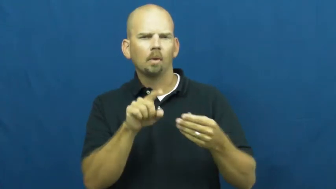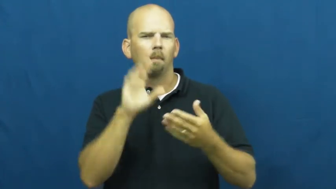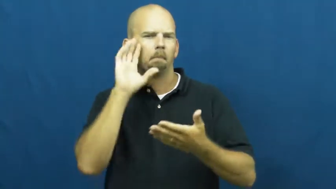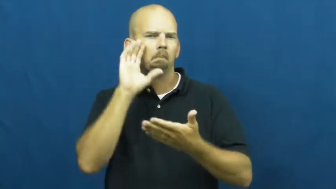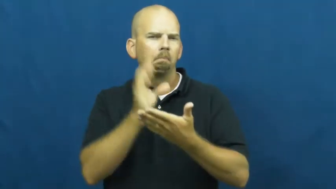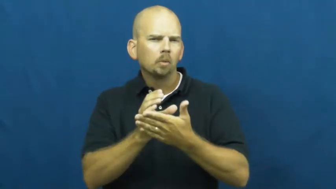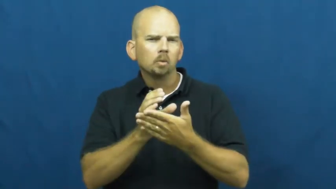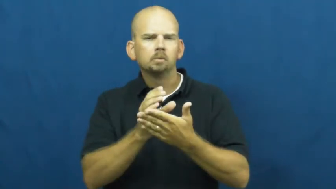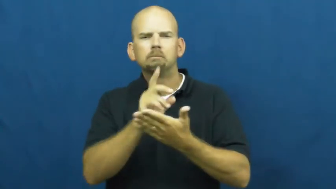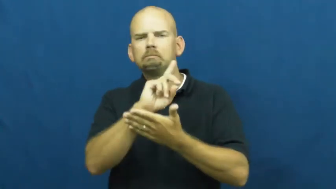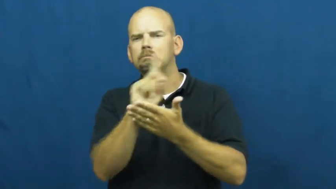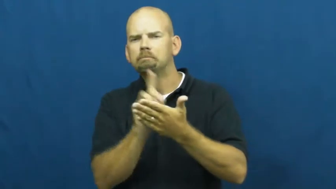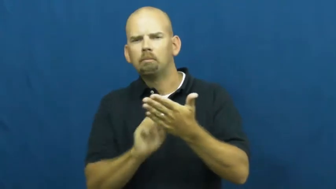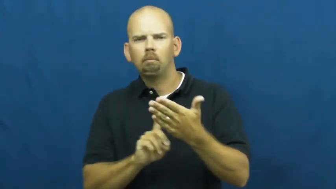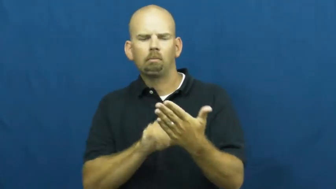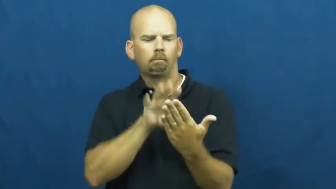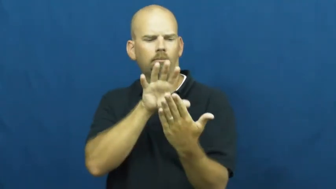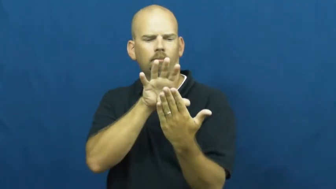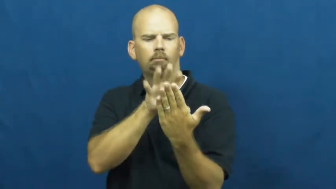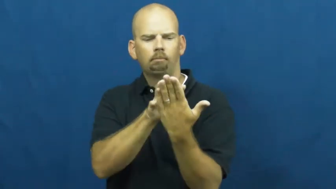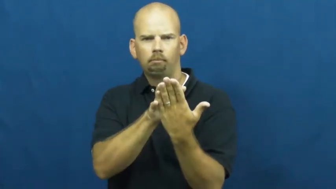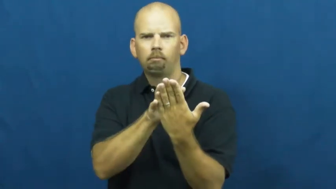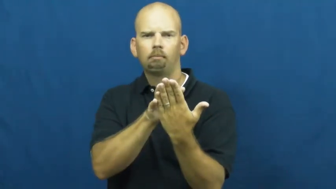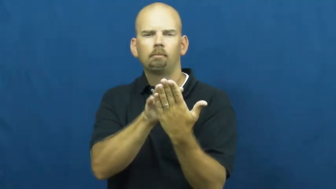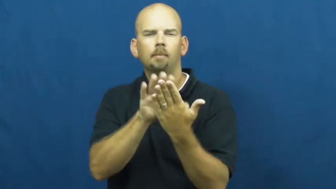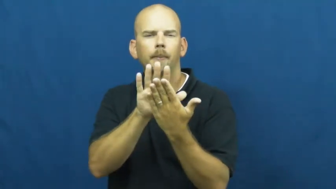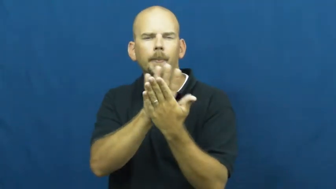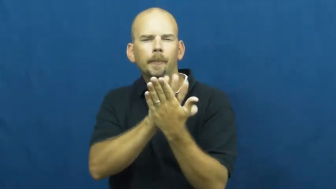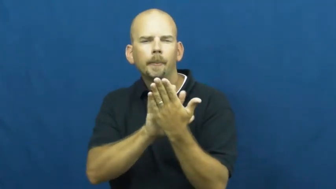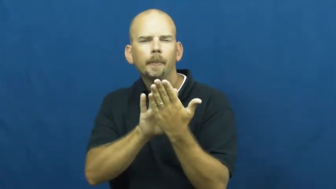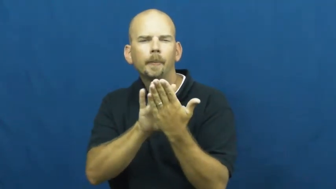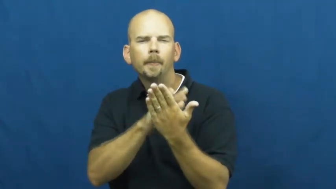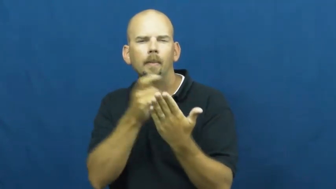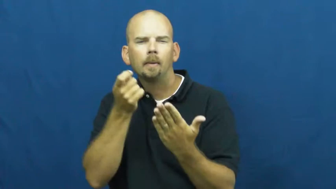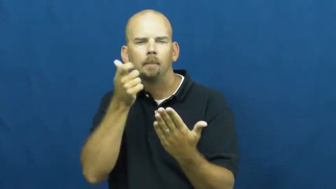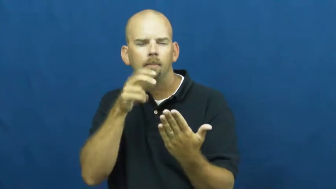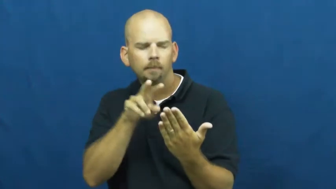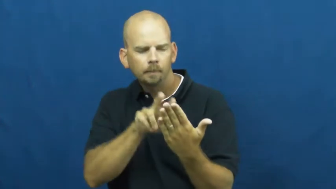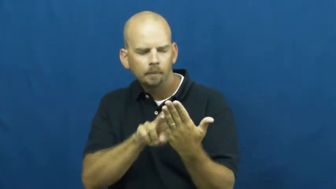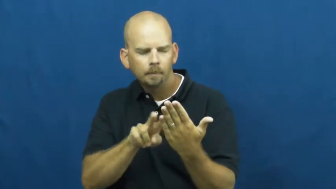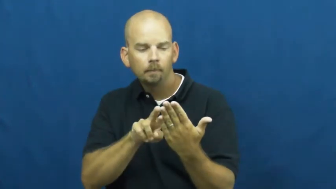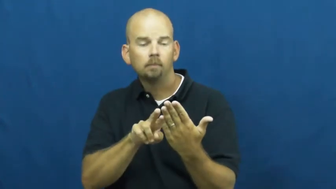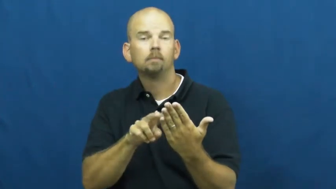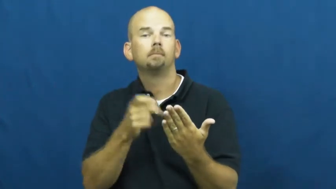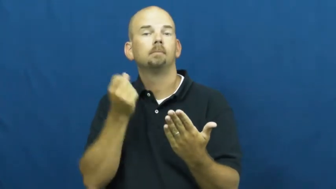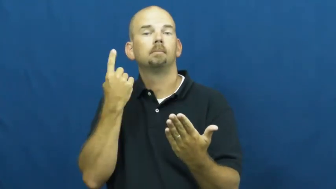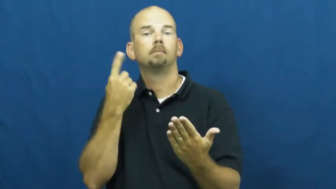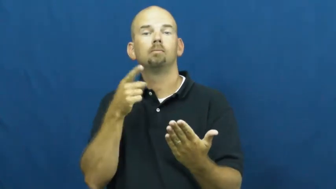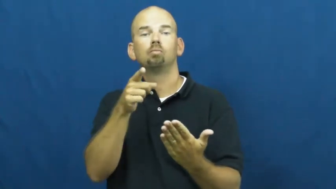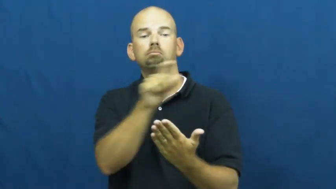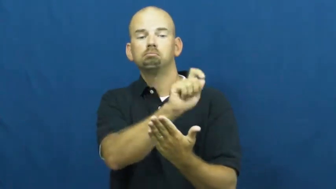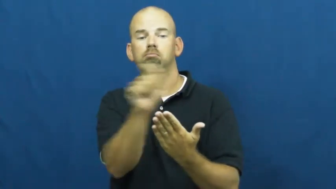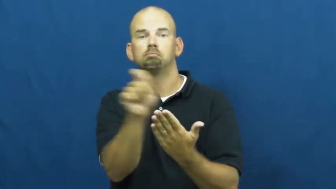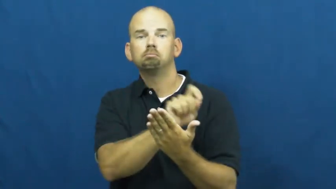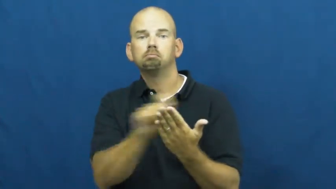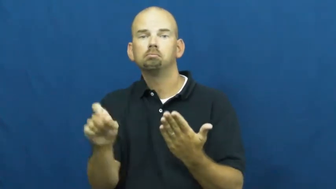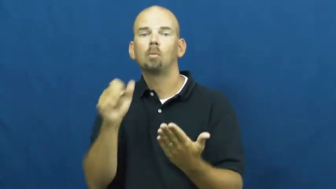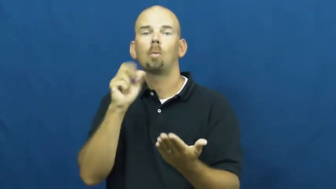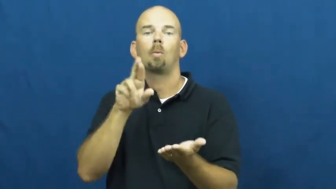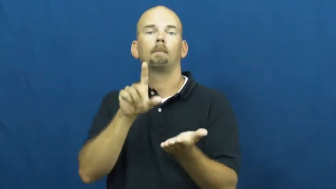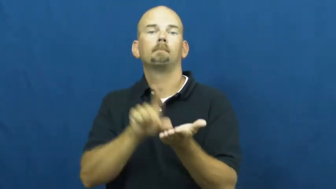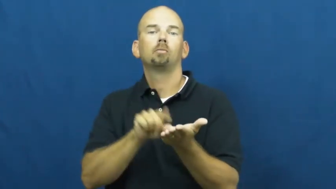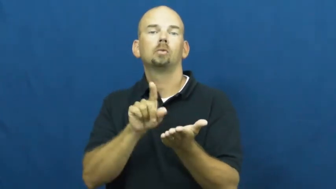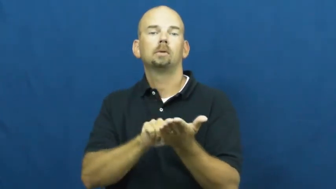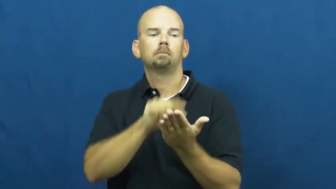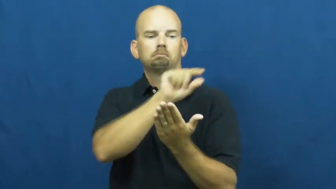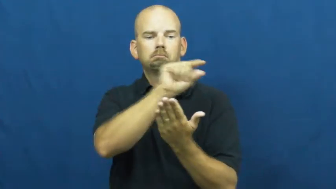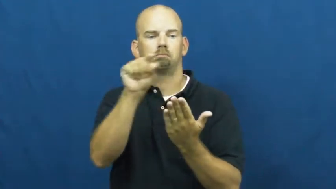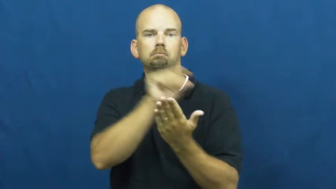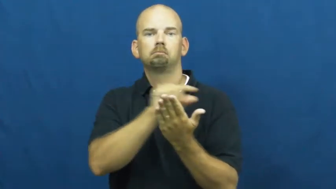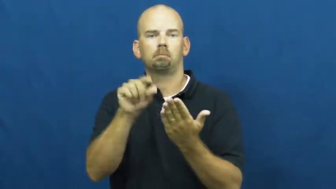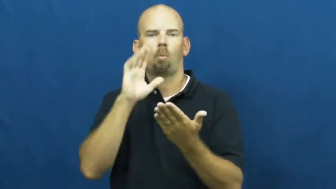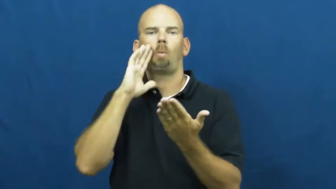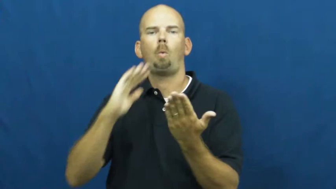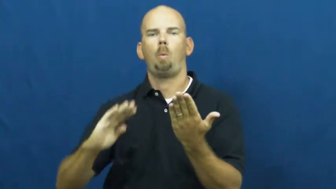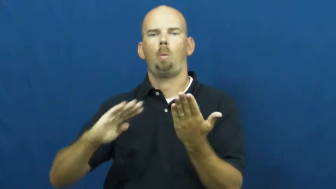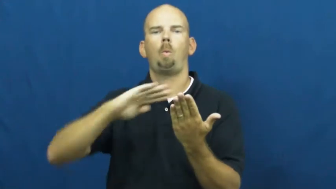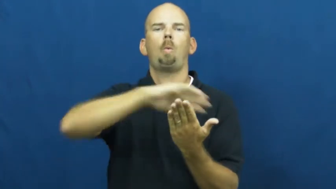watermark-paper